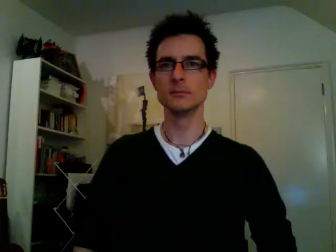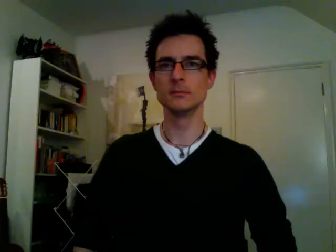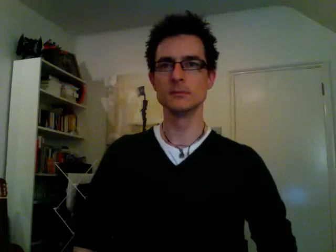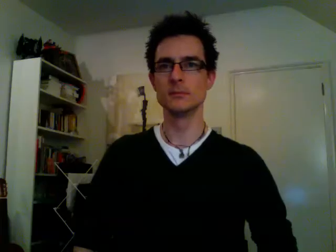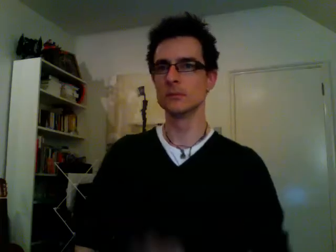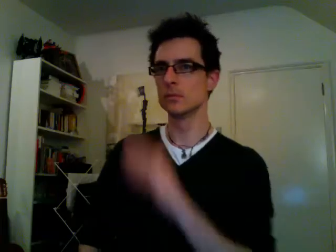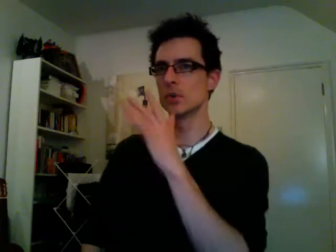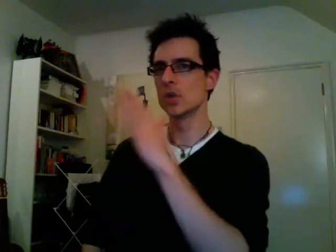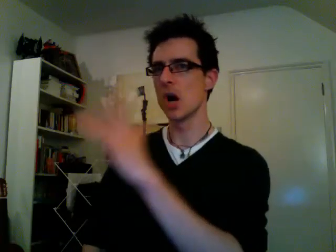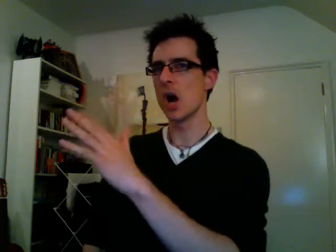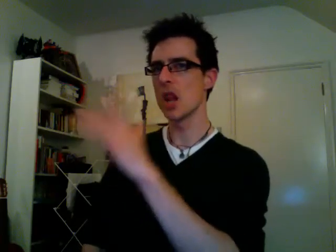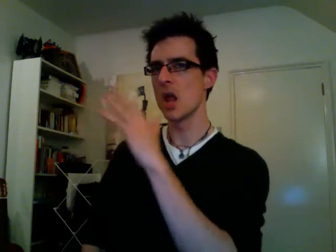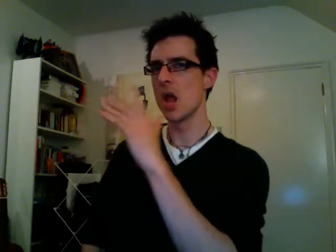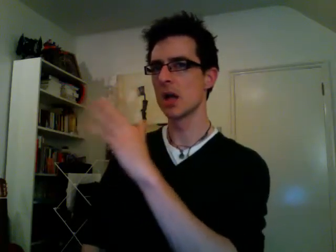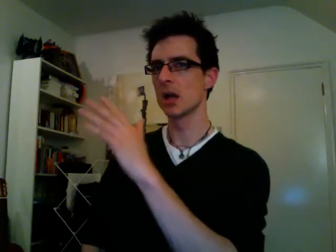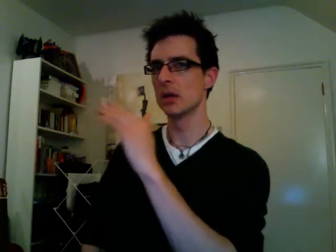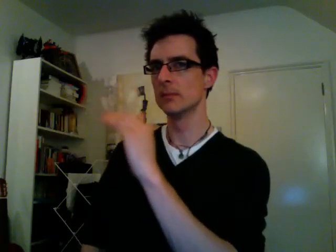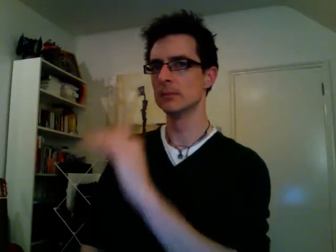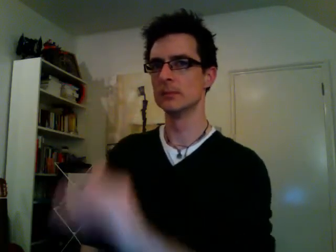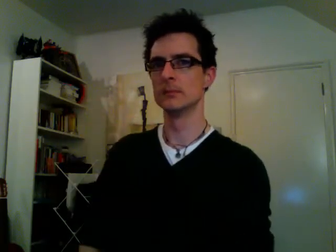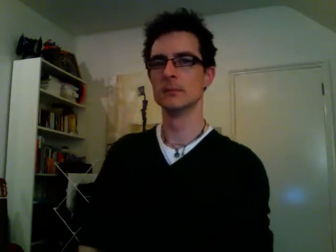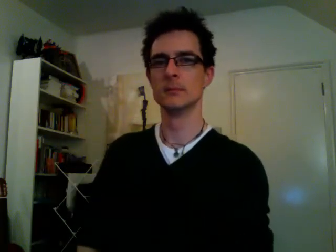garlic